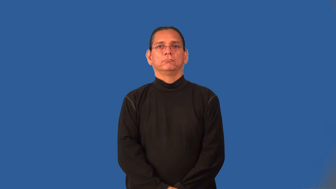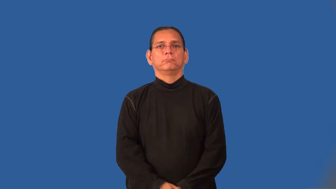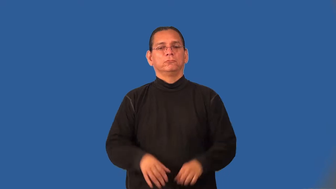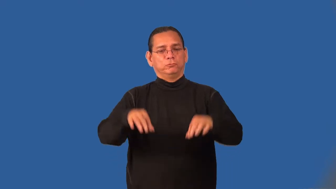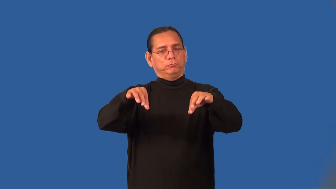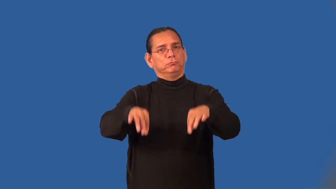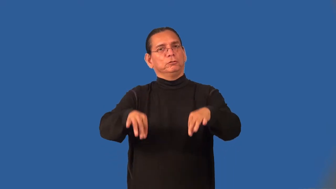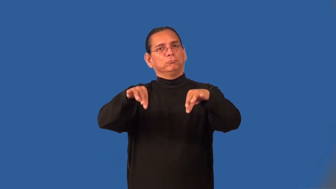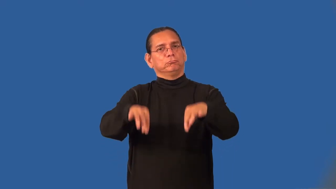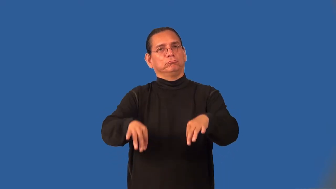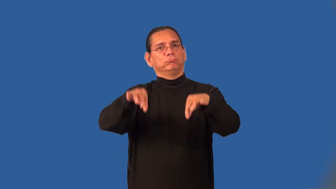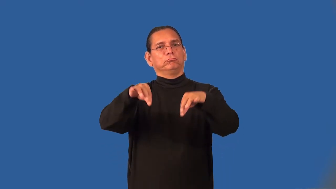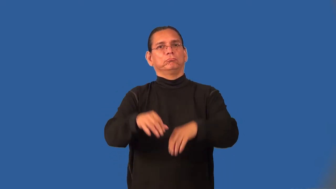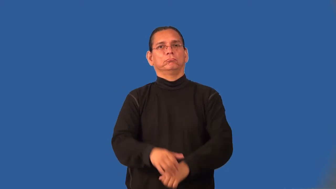rinse-wash